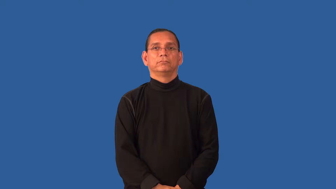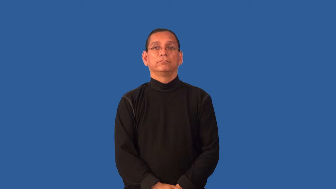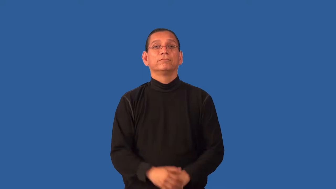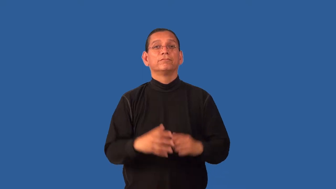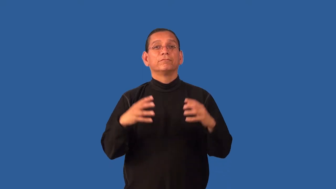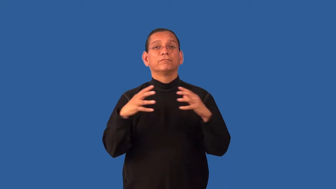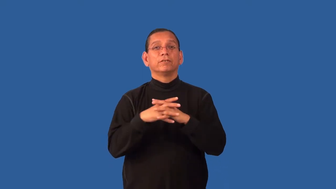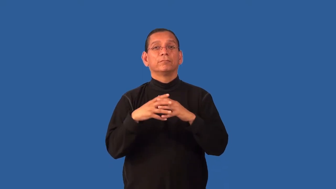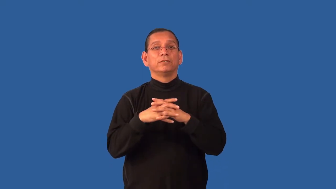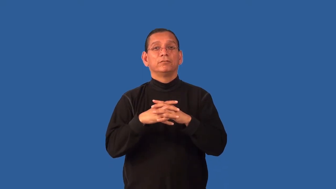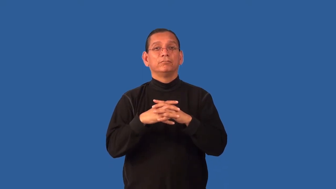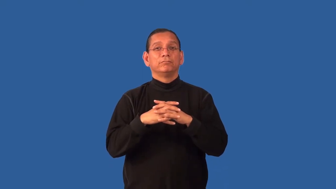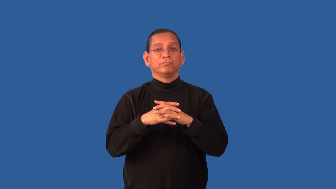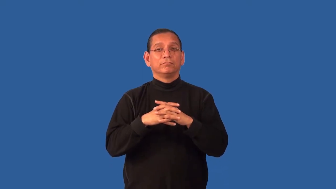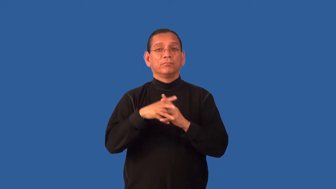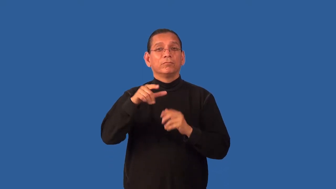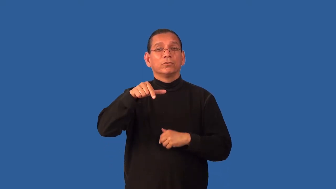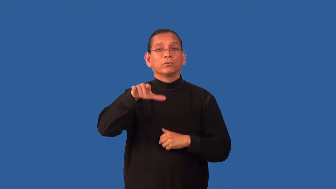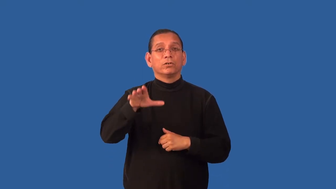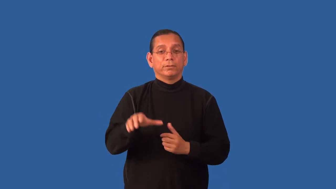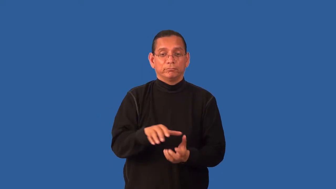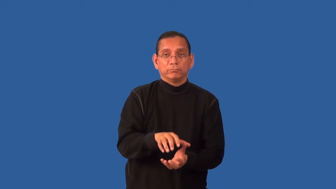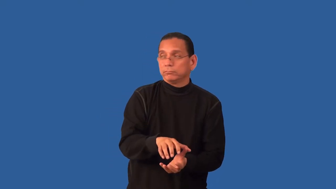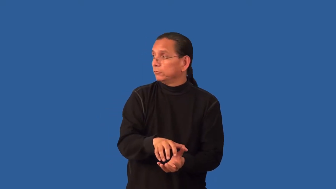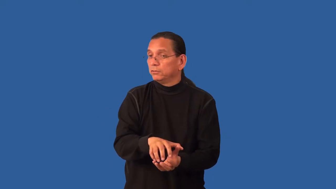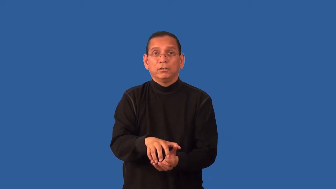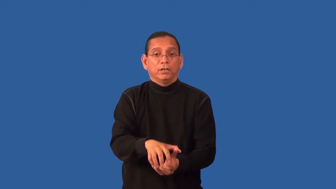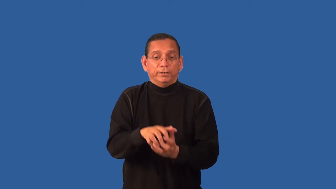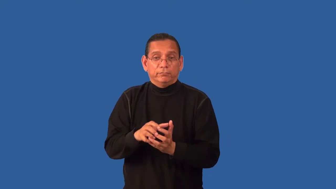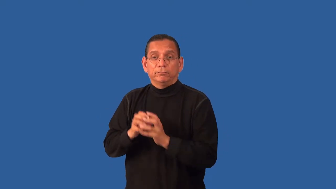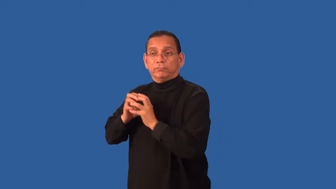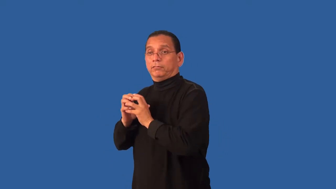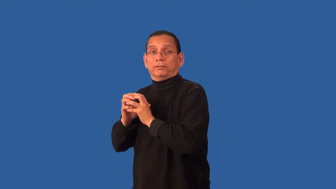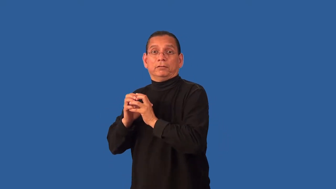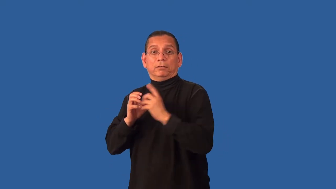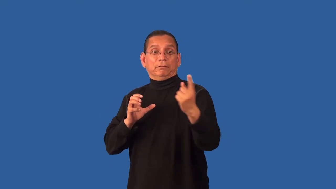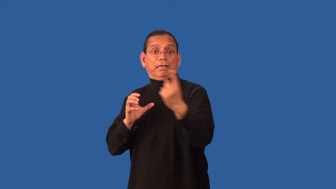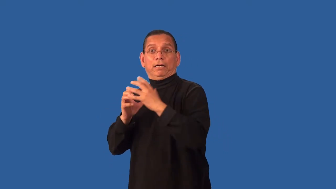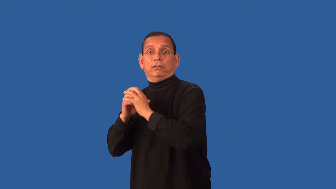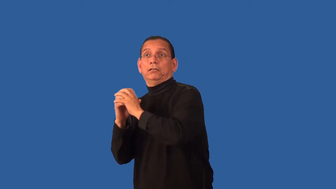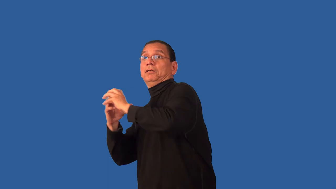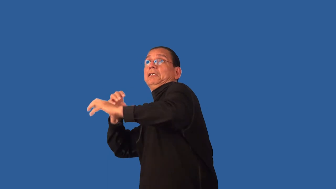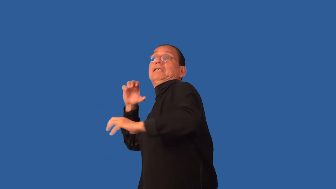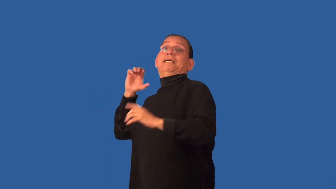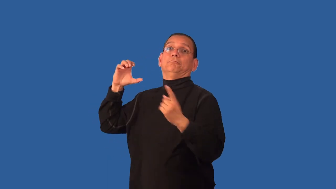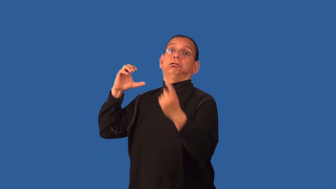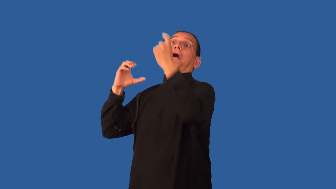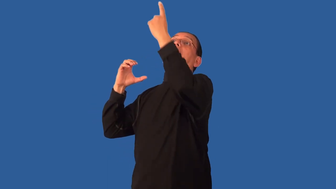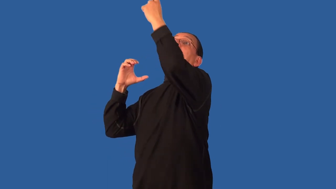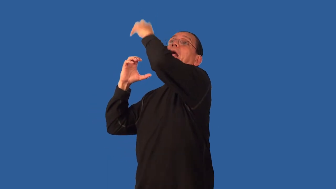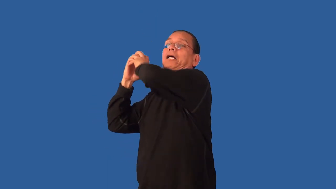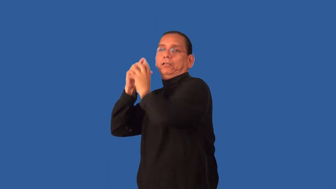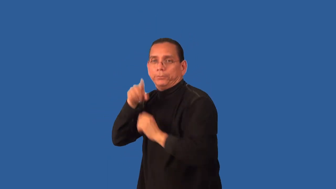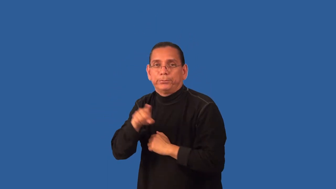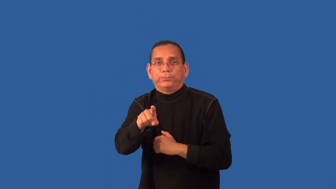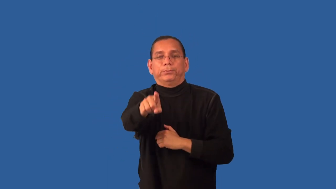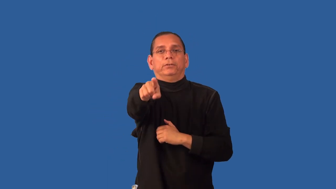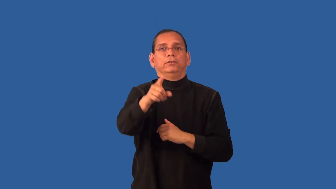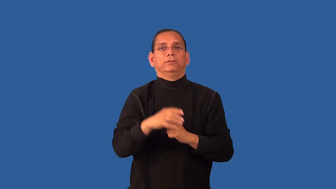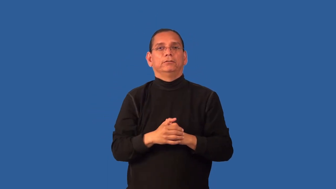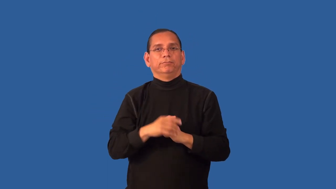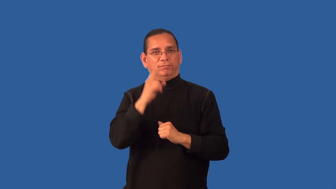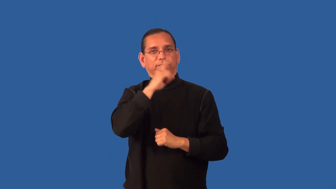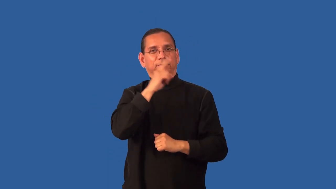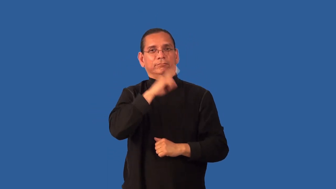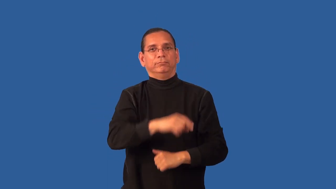fake-verb